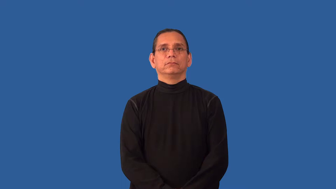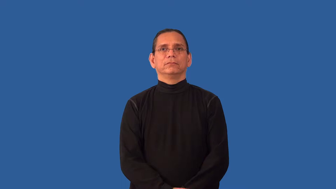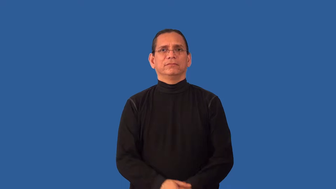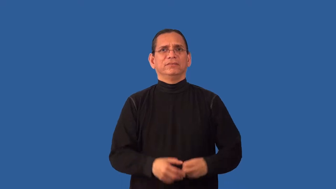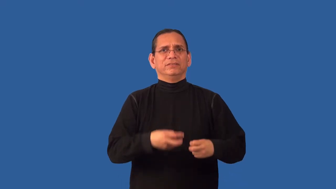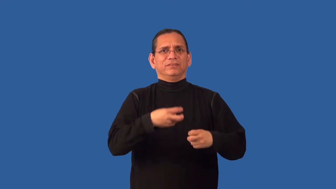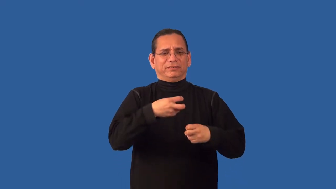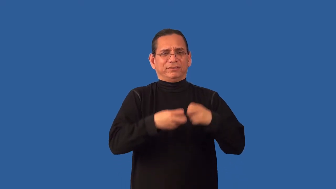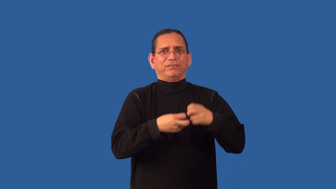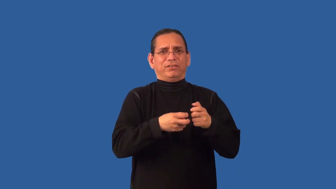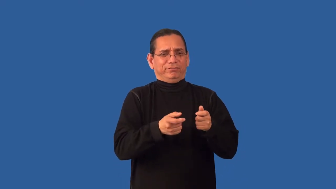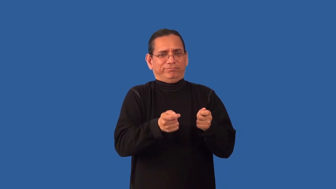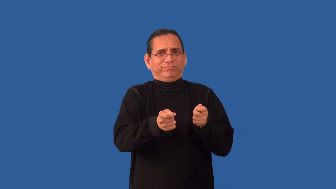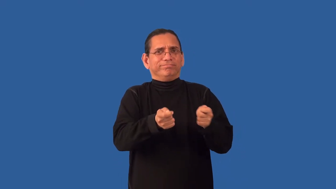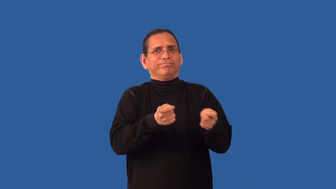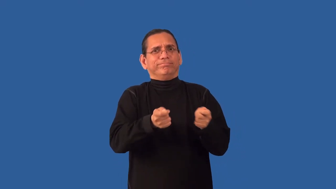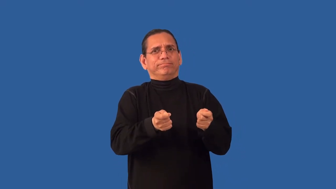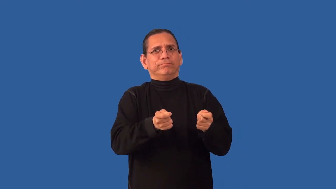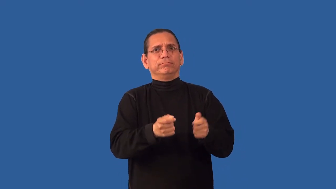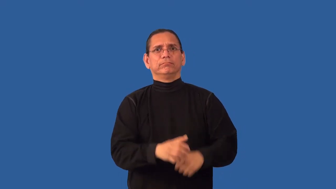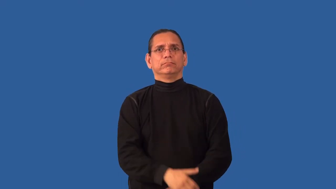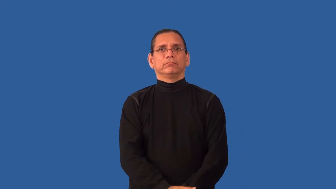unruly,disorderly,indiscipline,undisciplined